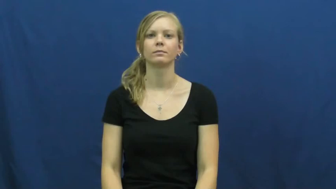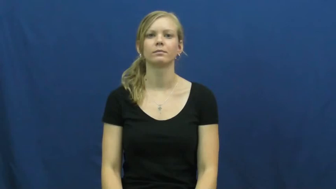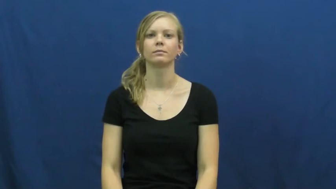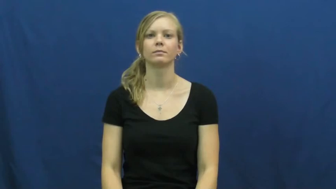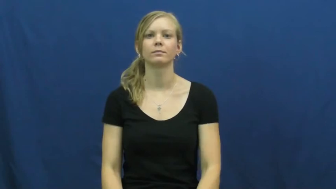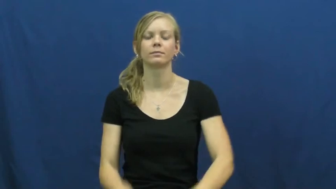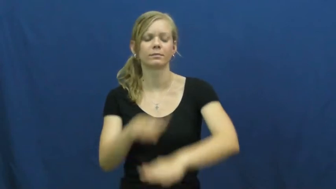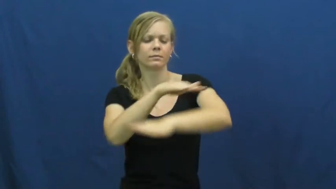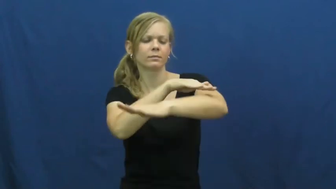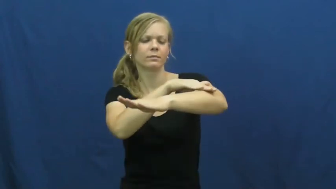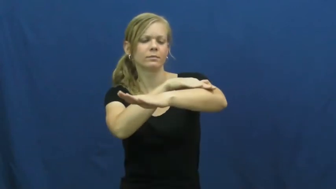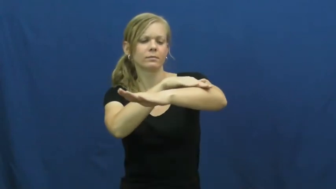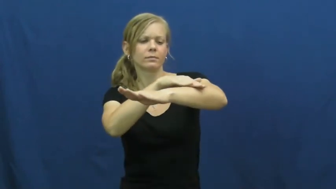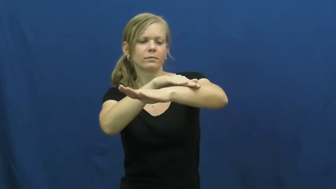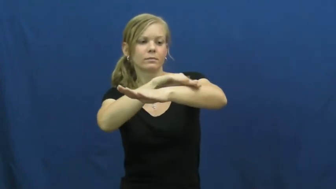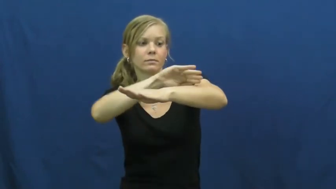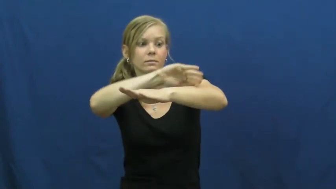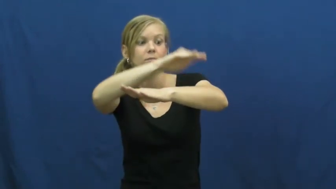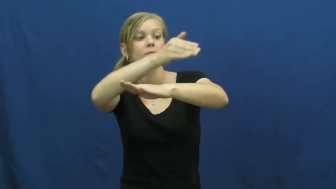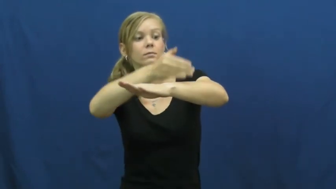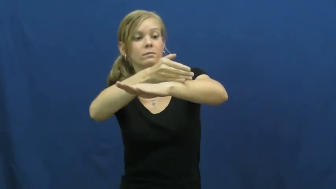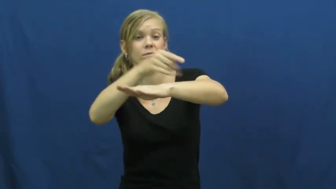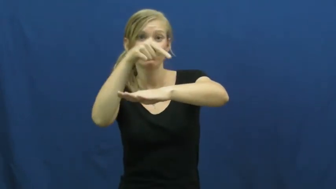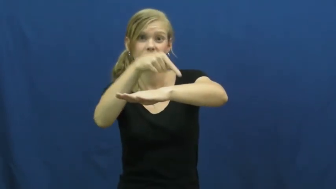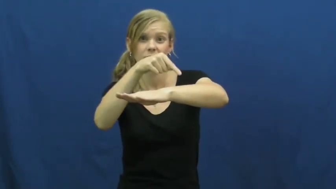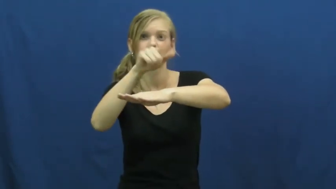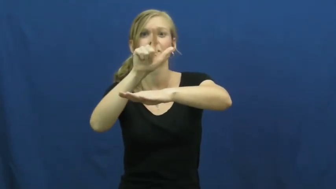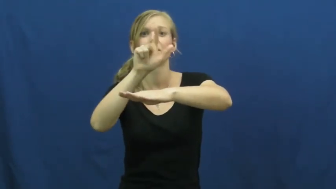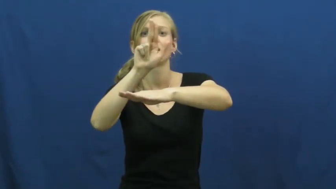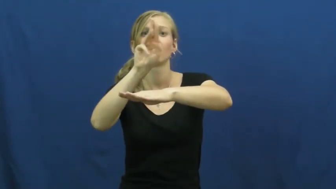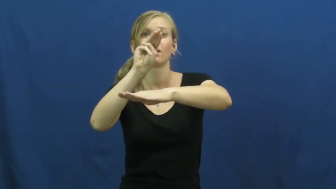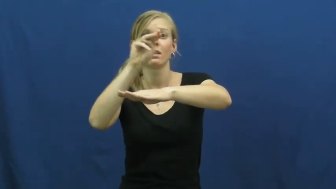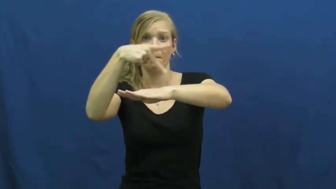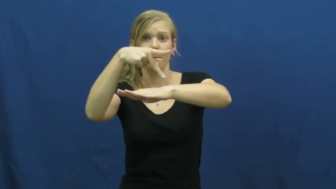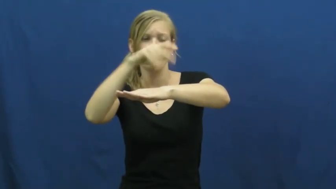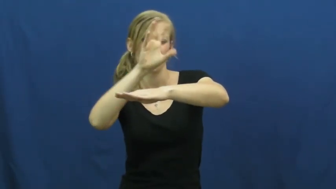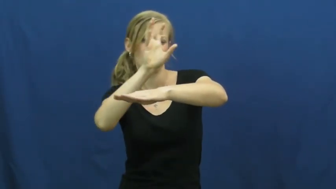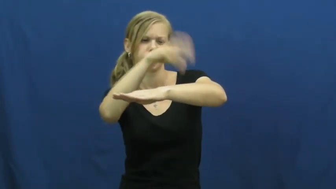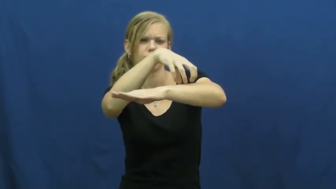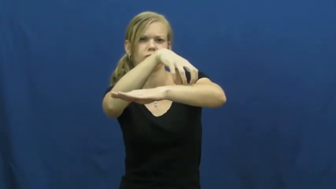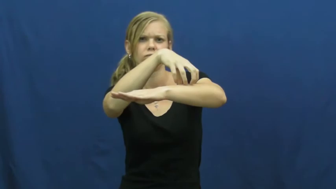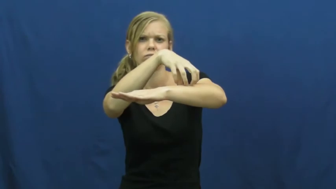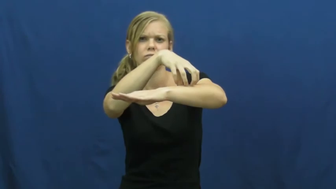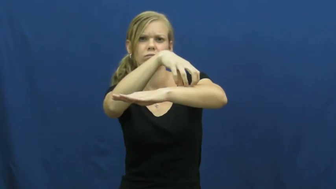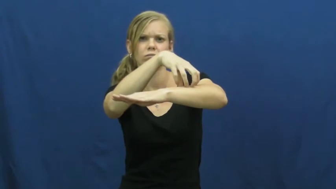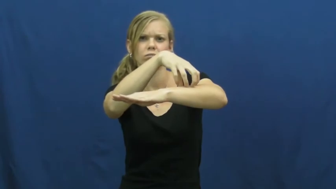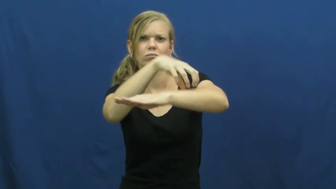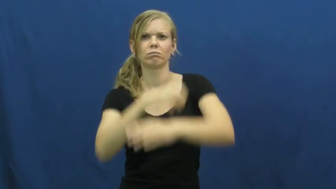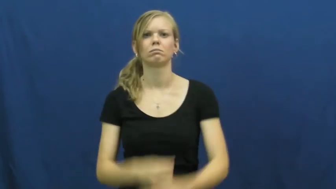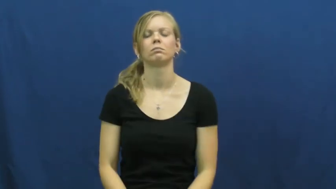lump-body